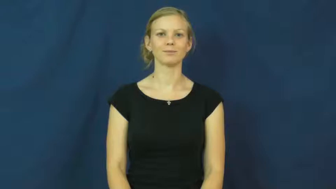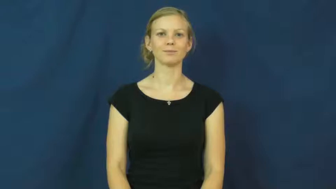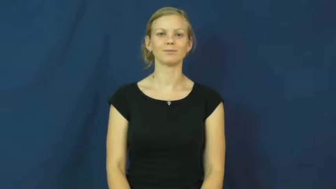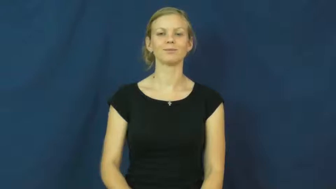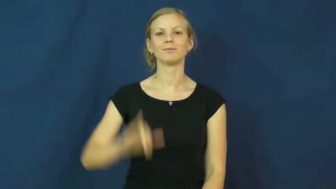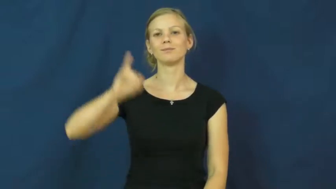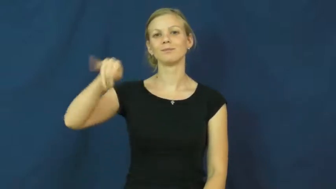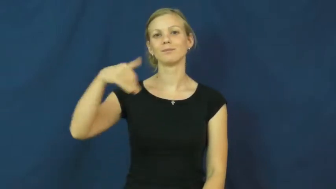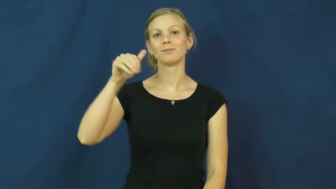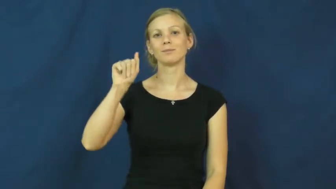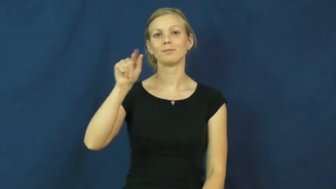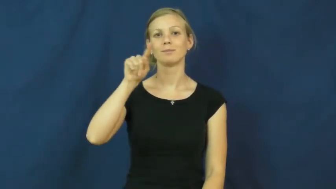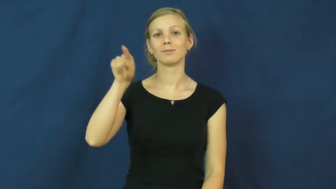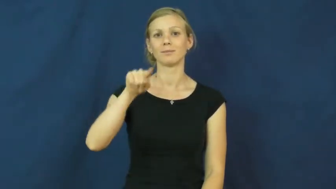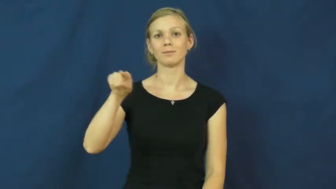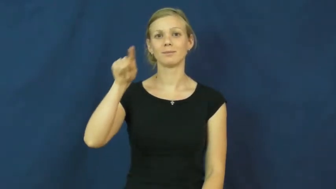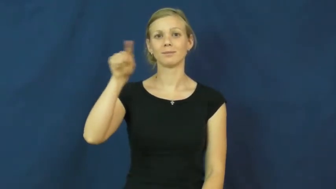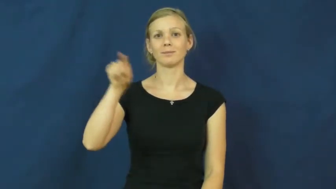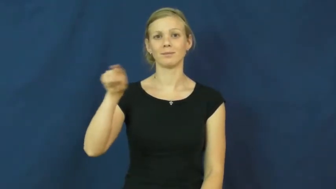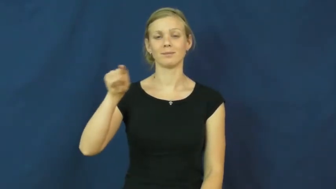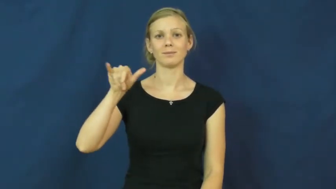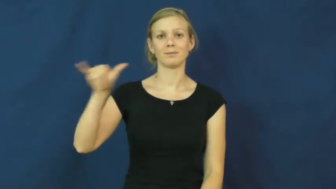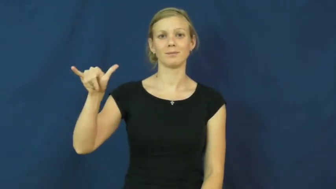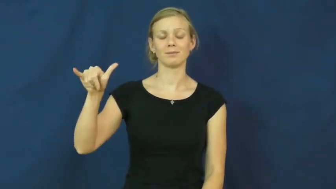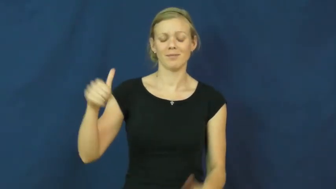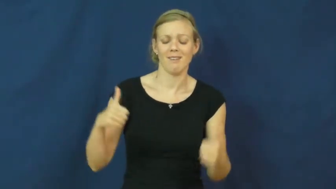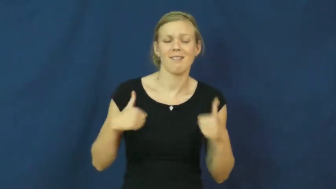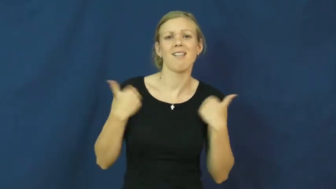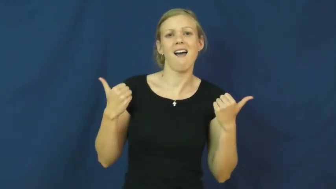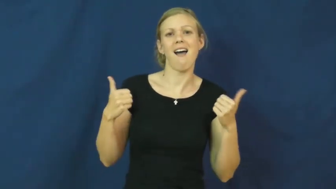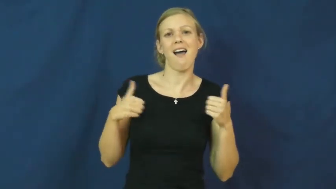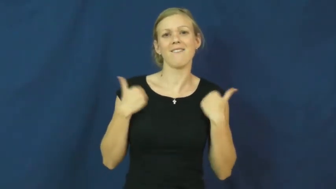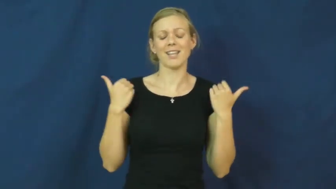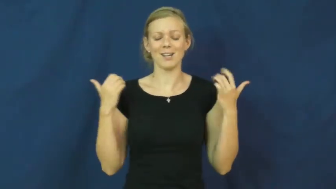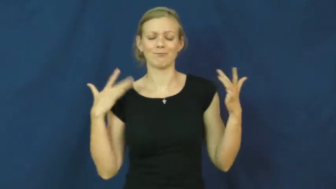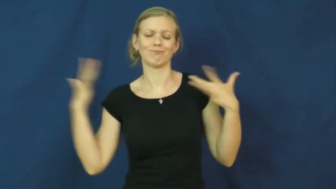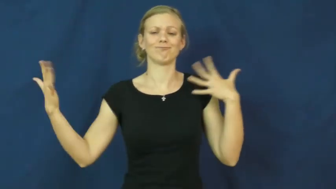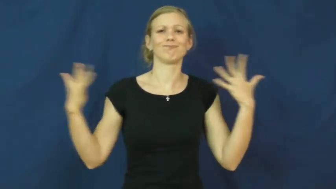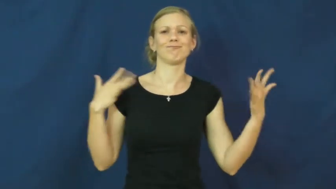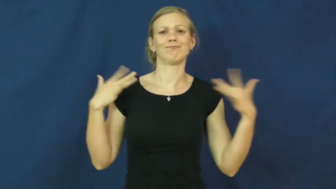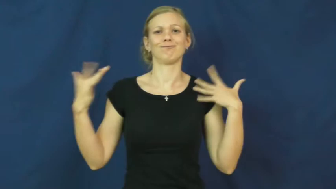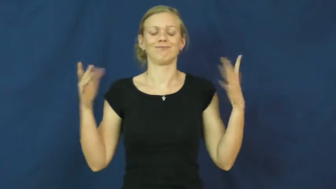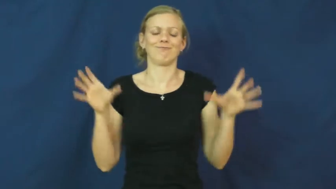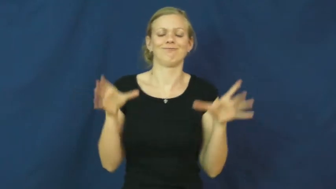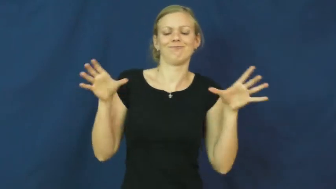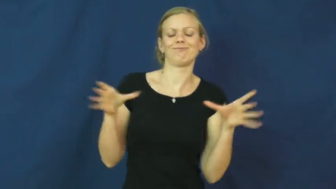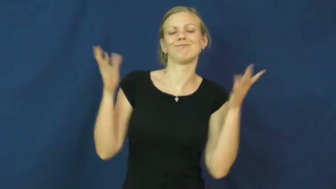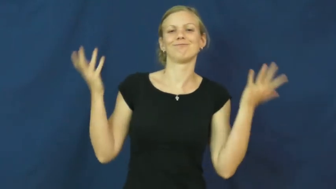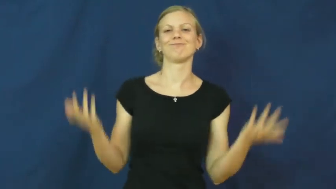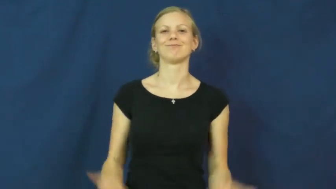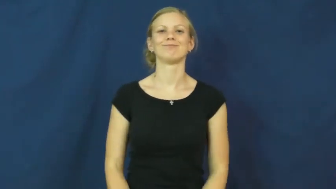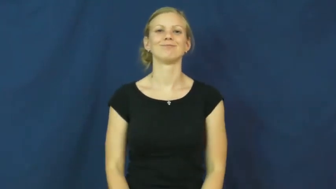jazzy